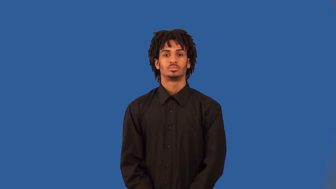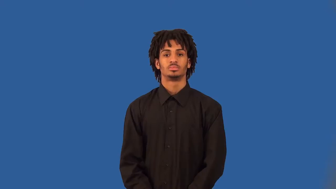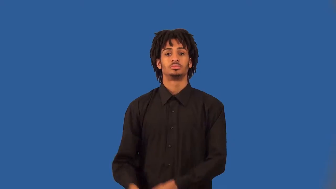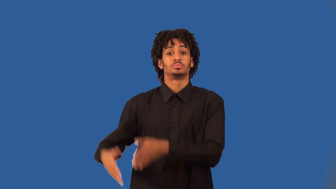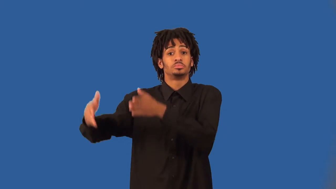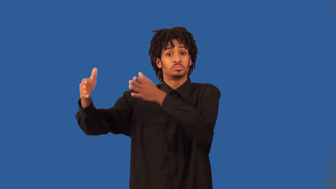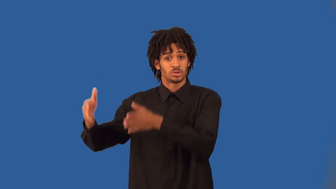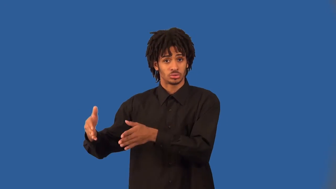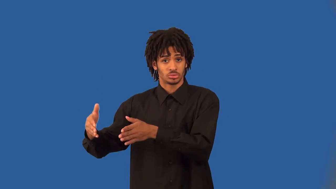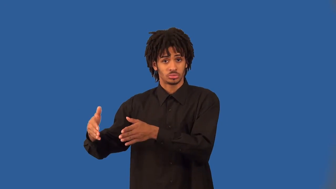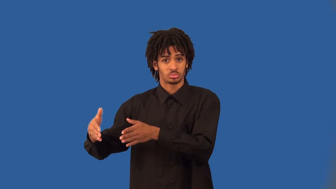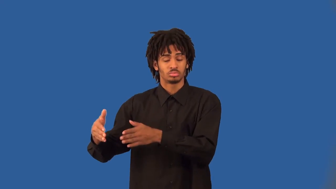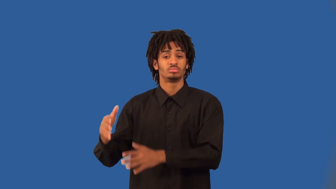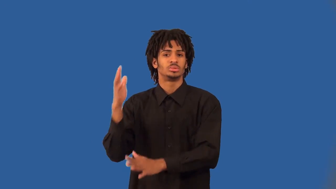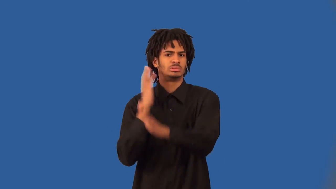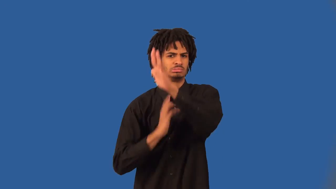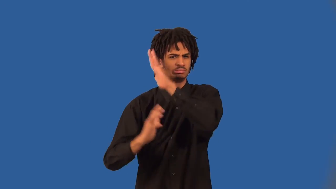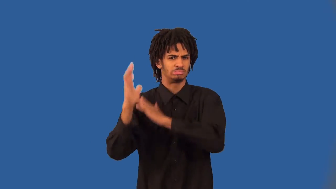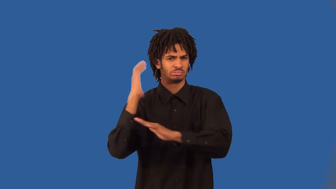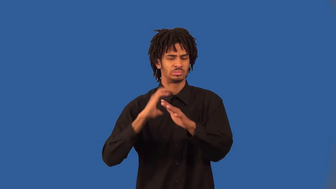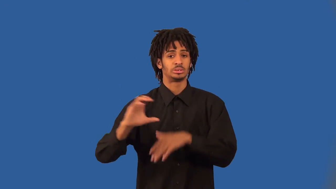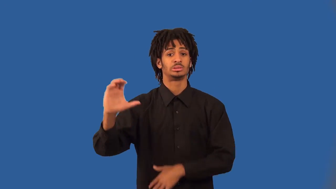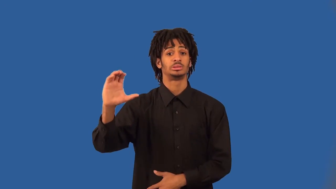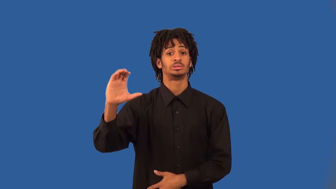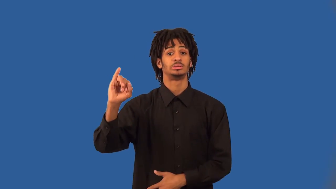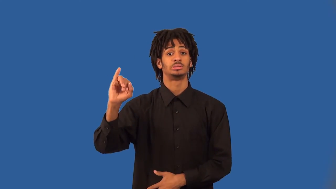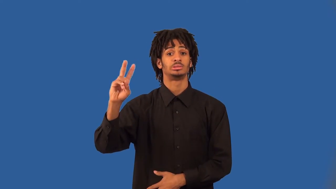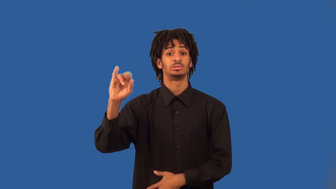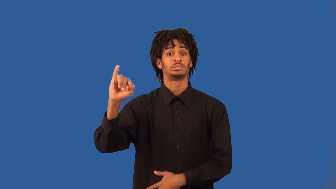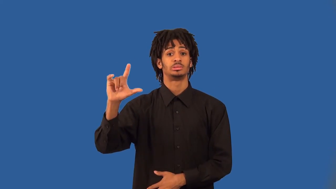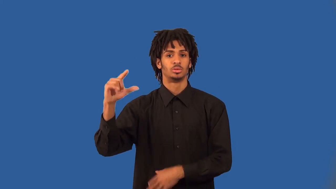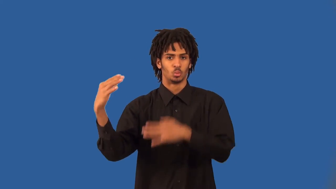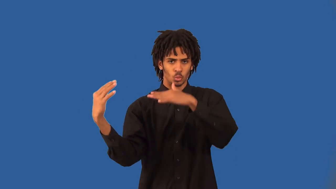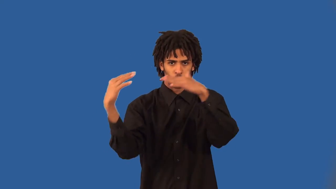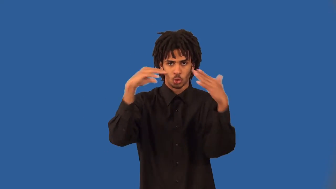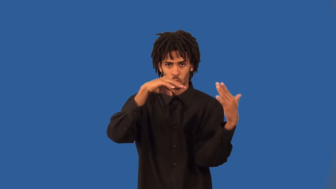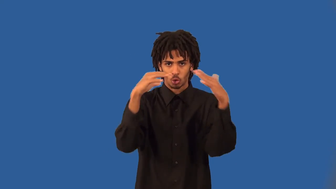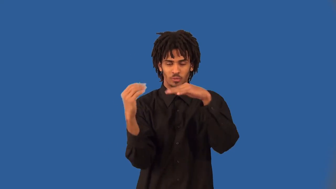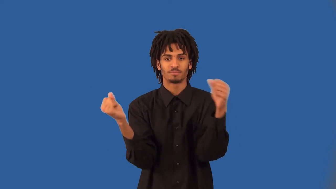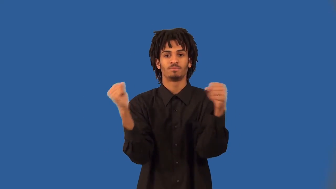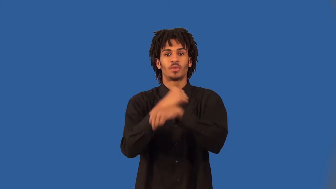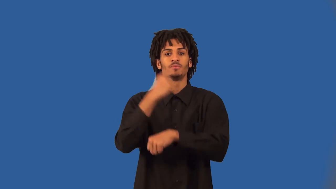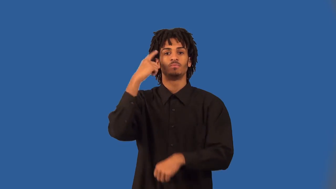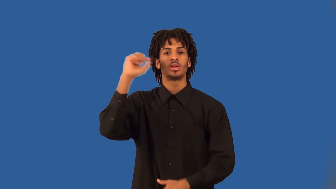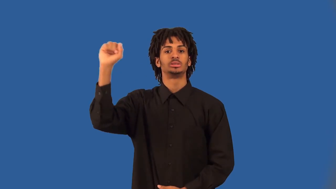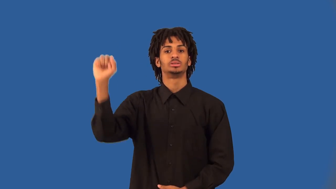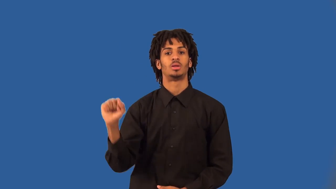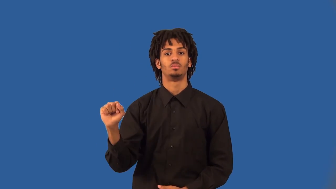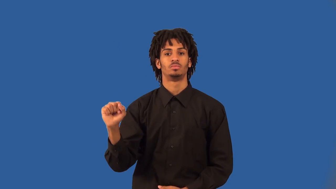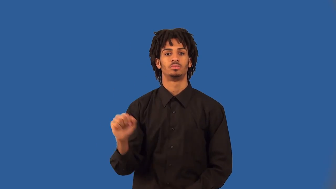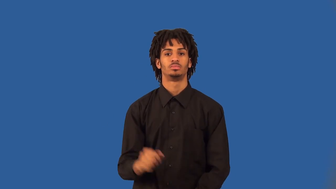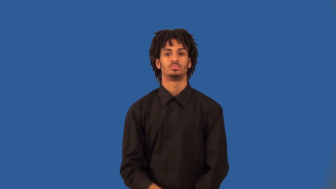bushwhacker